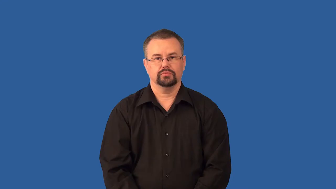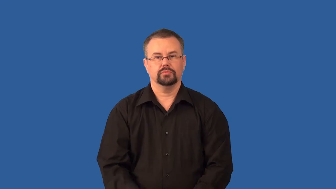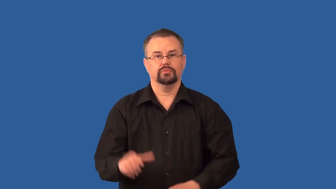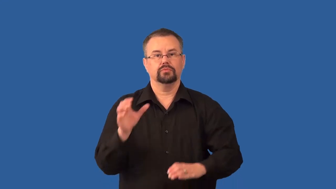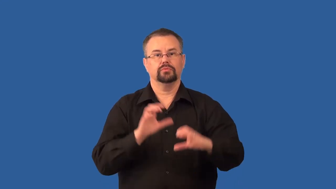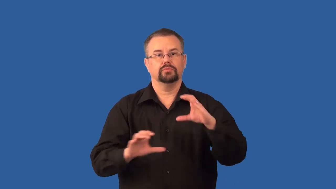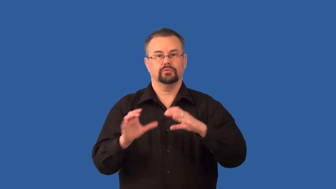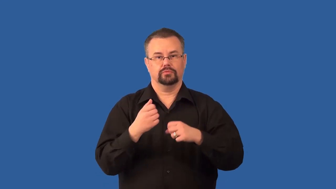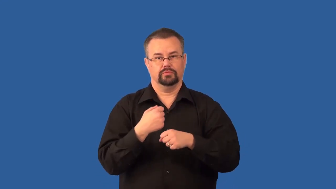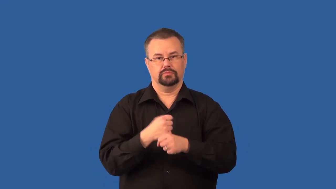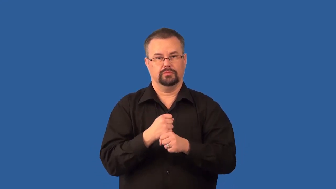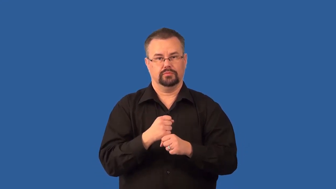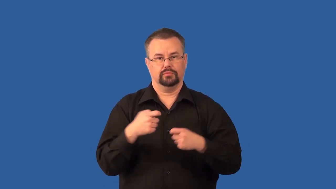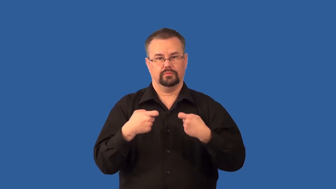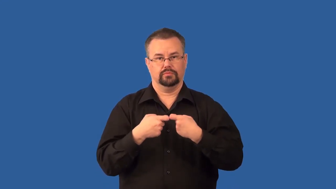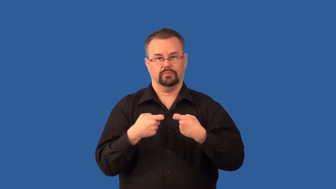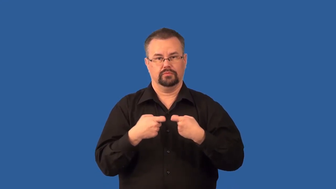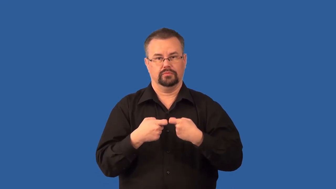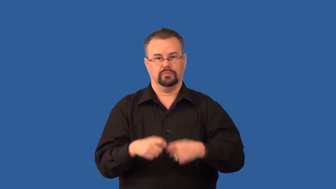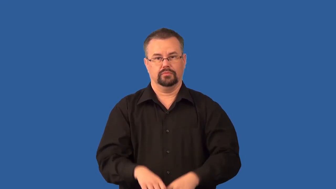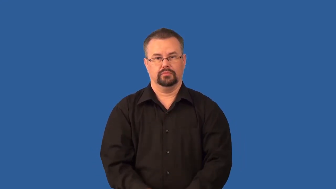voltaic